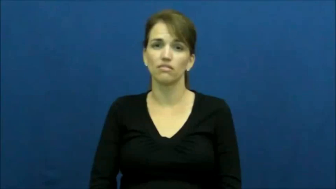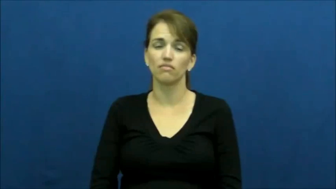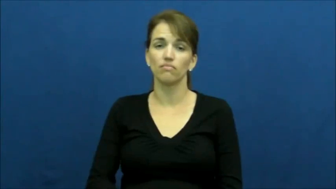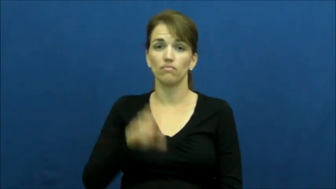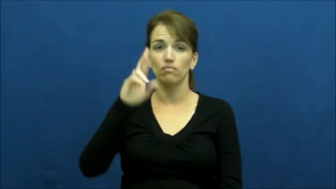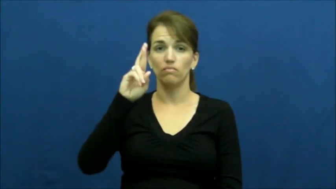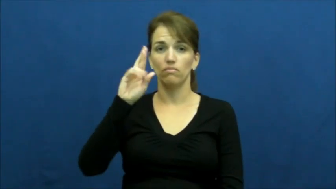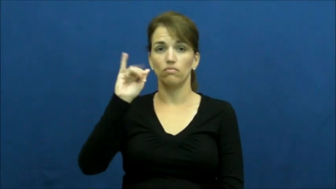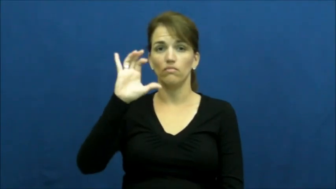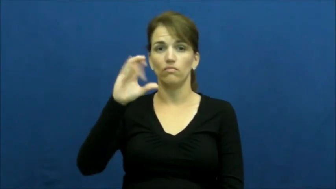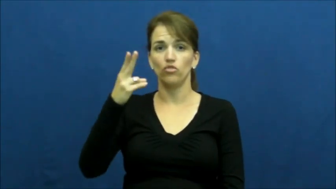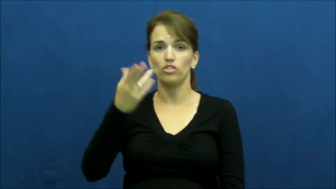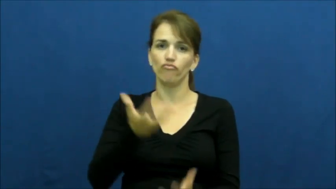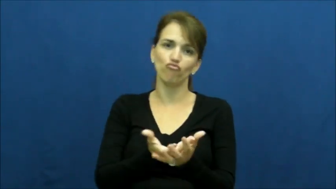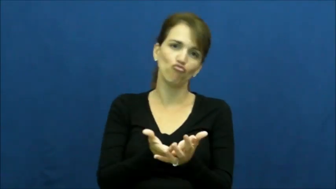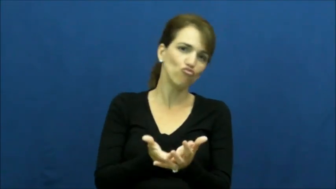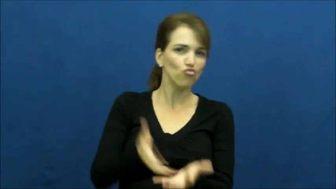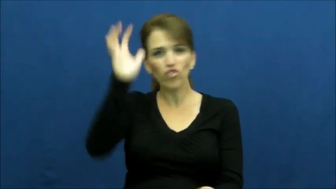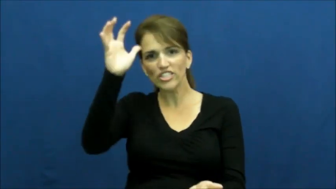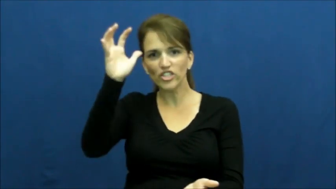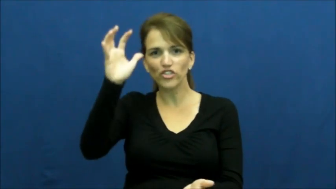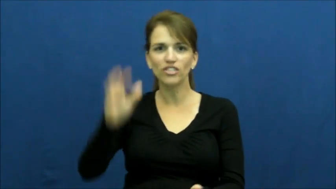"deep pockets"